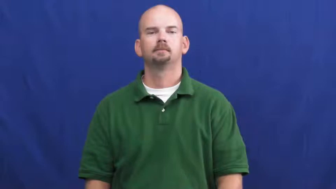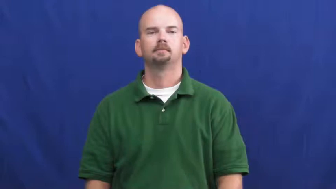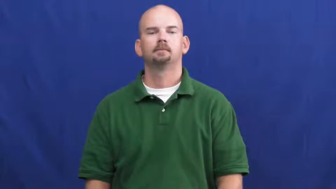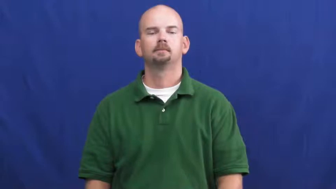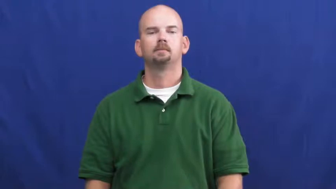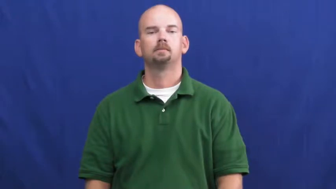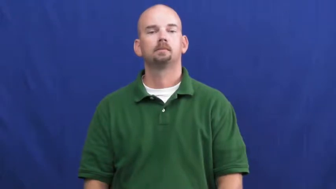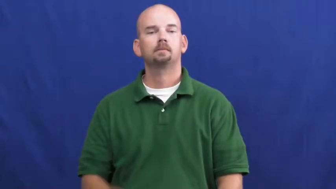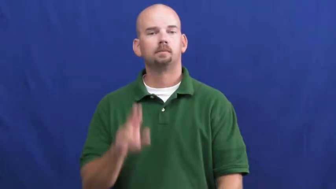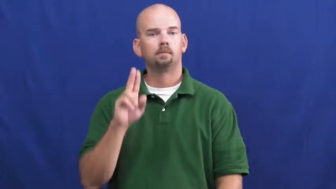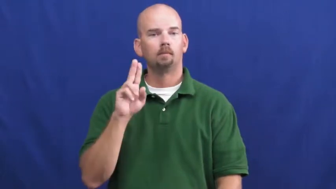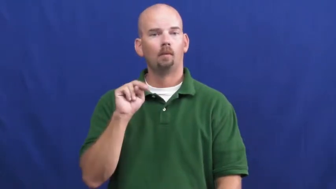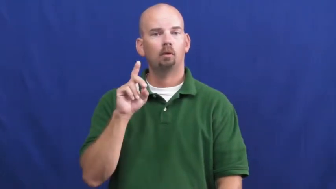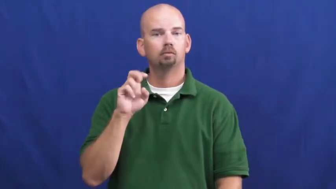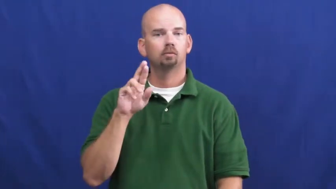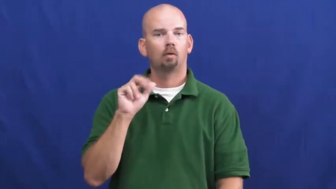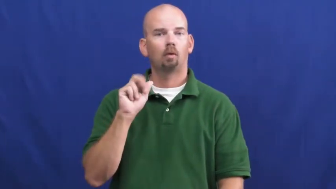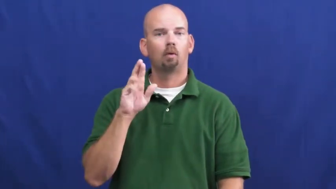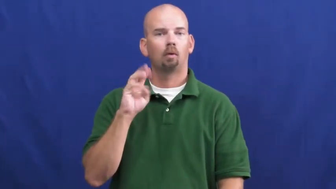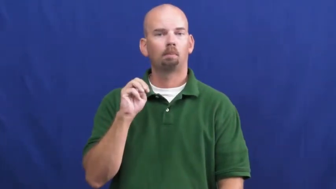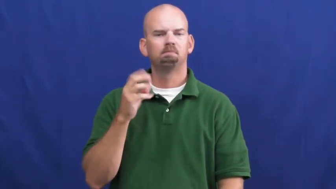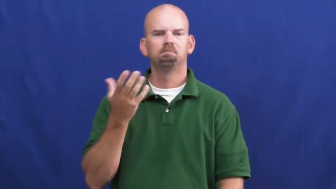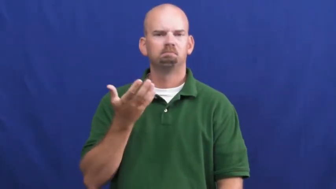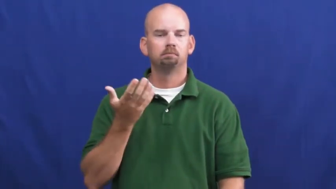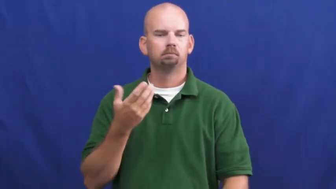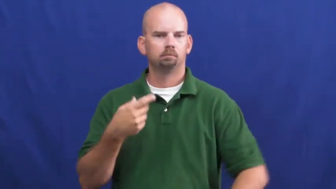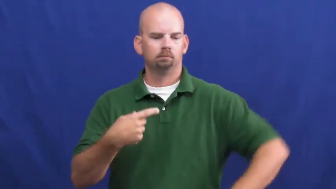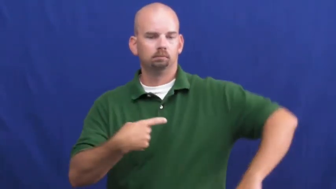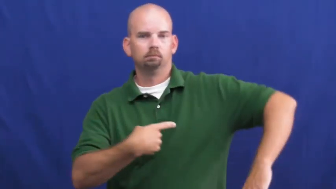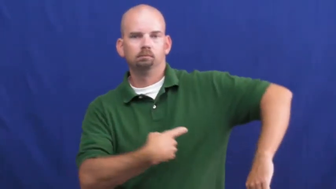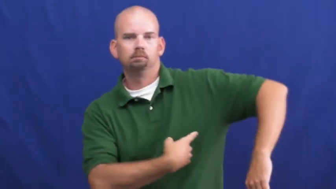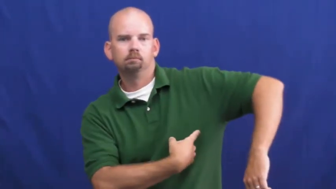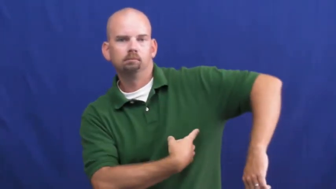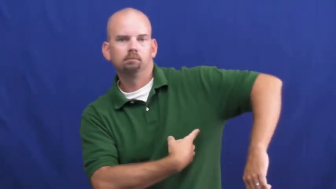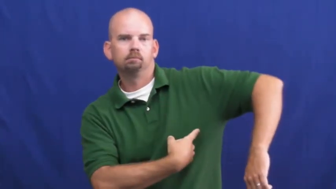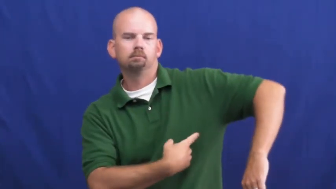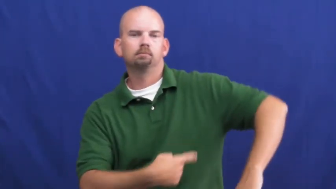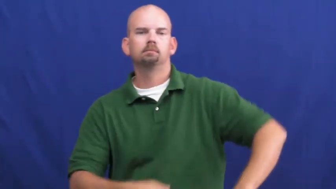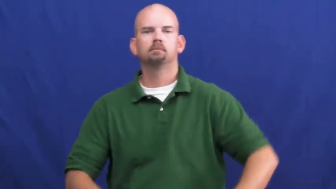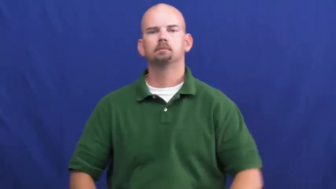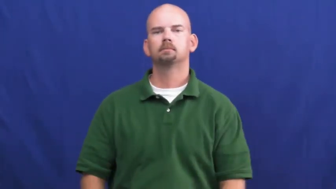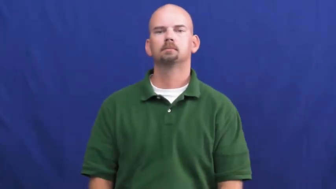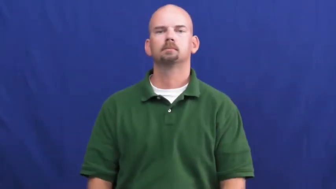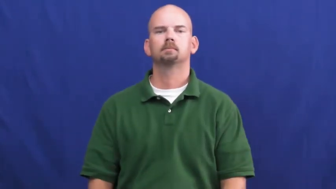underarm